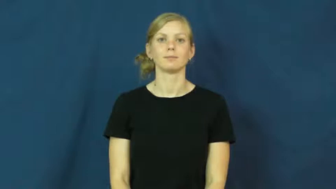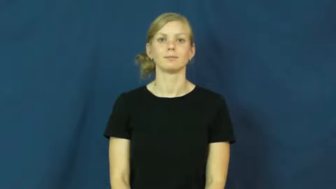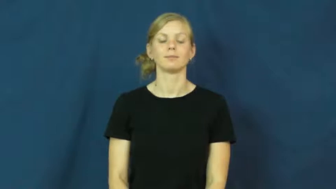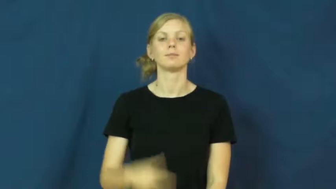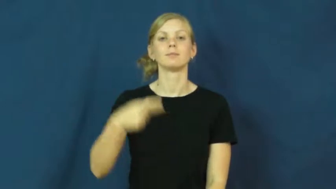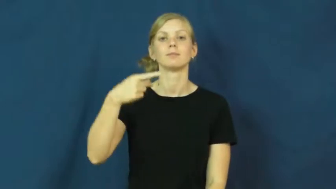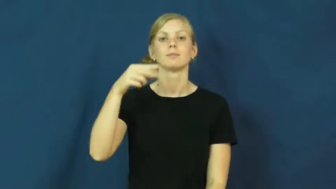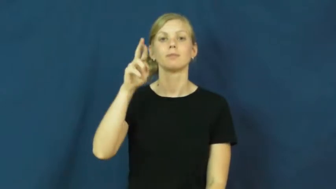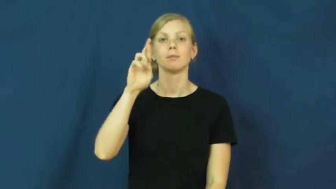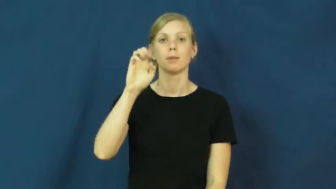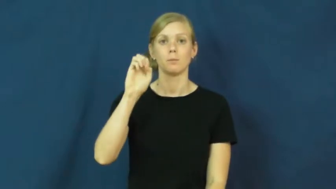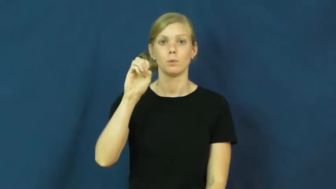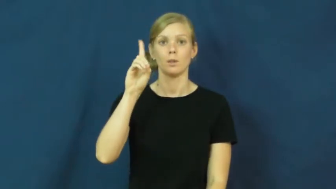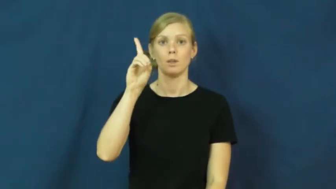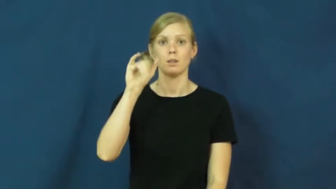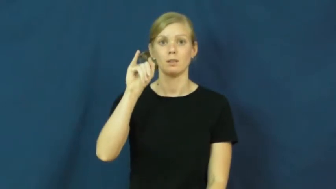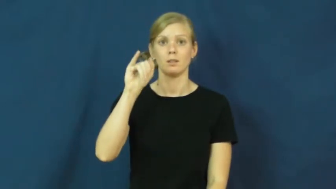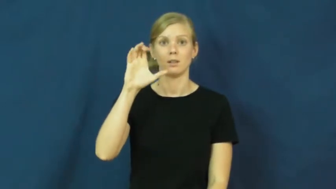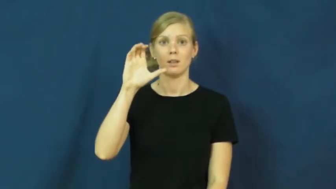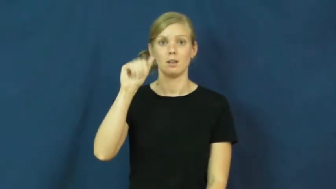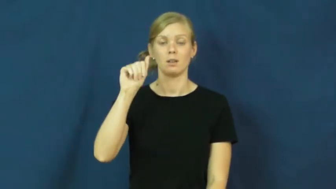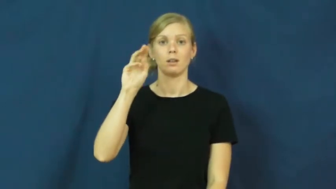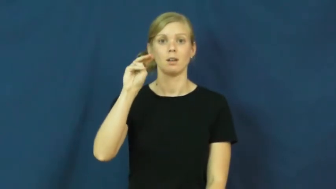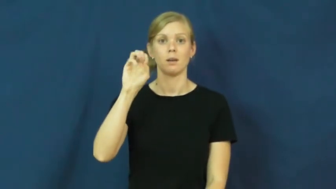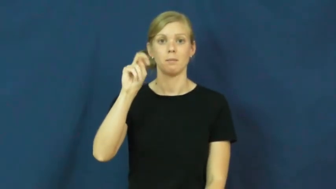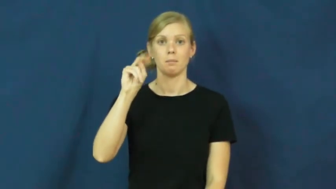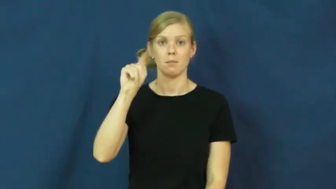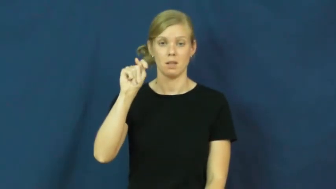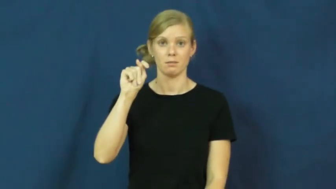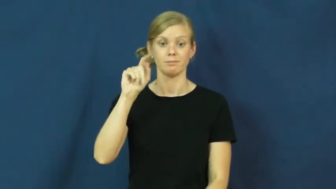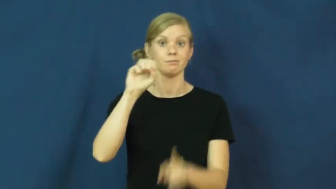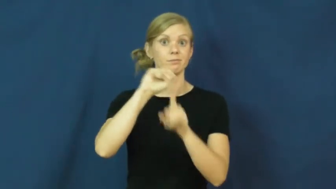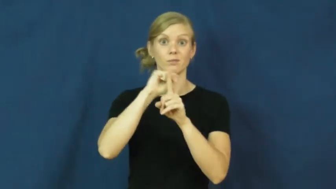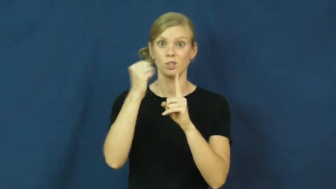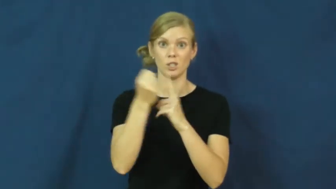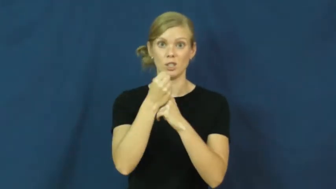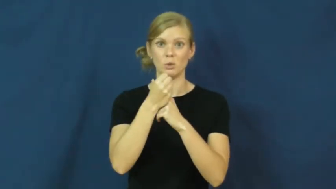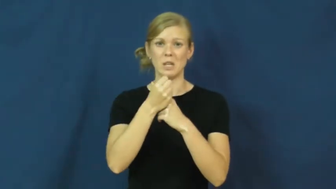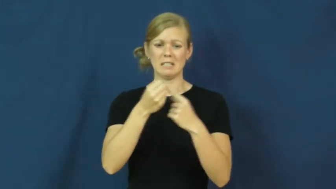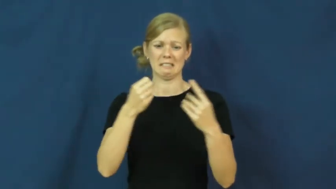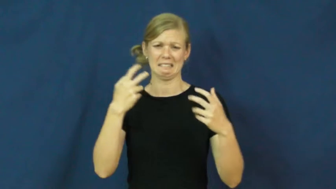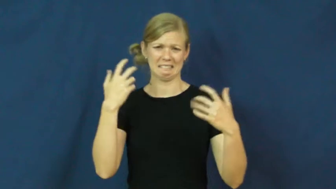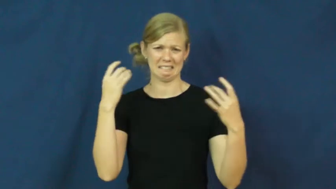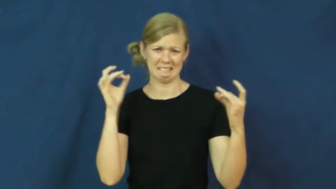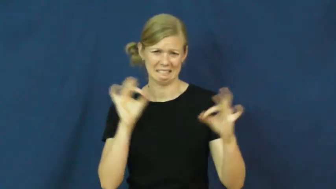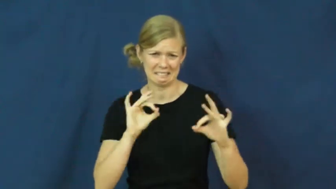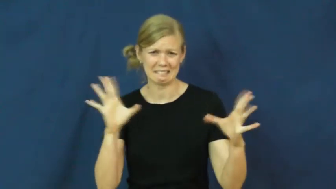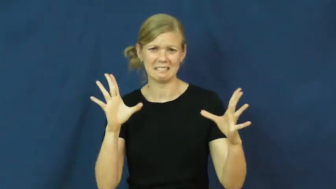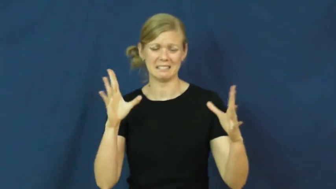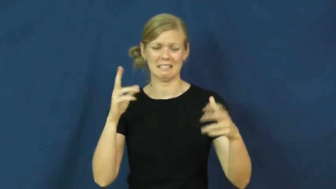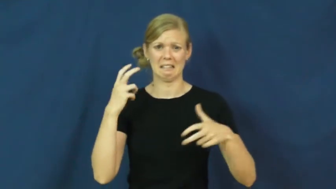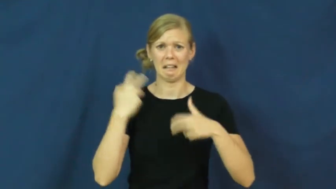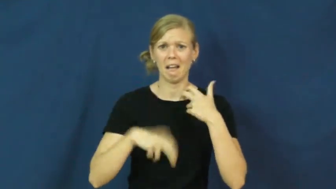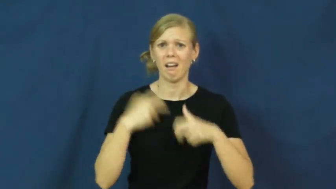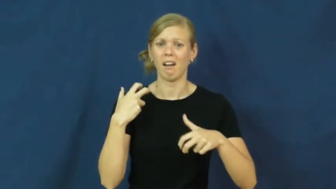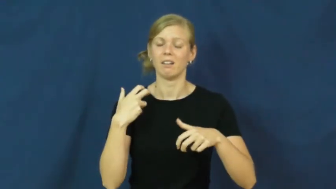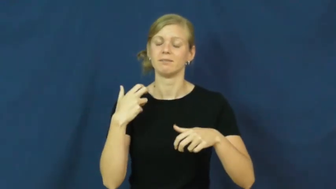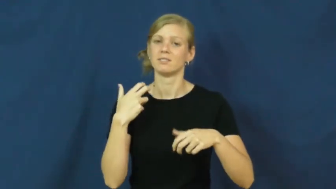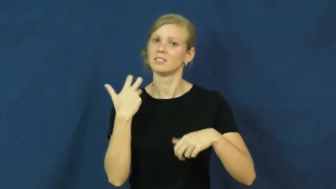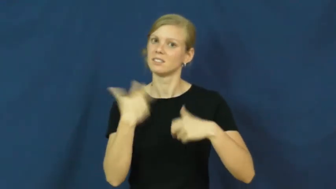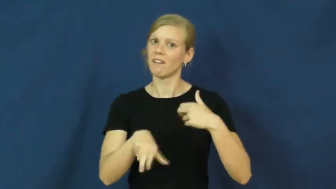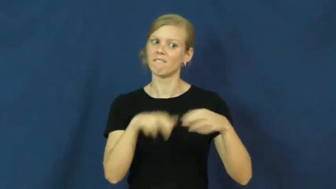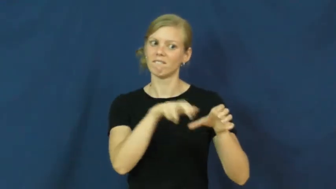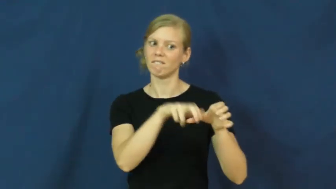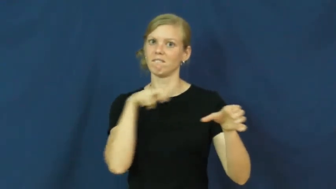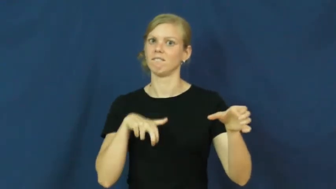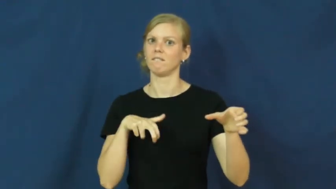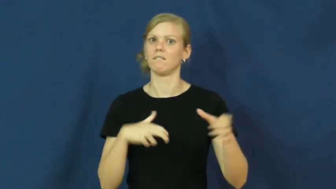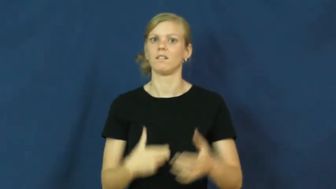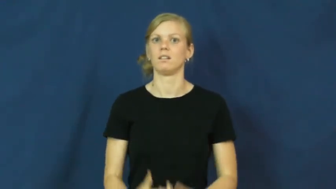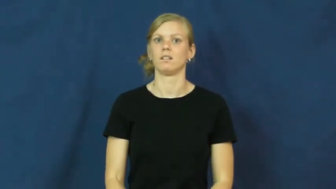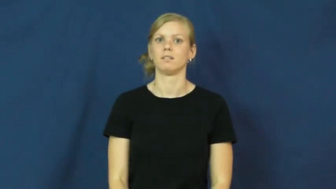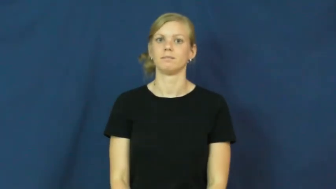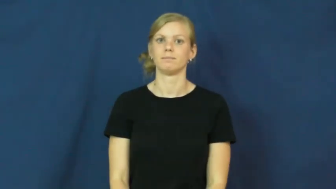predicament